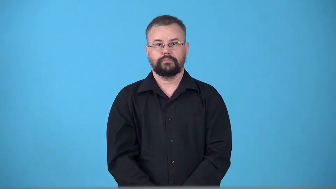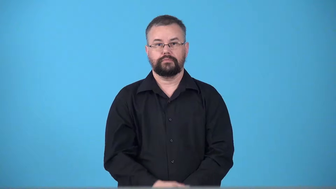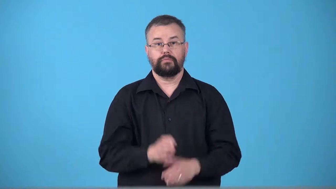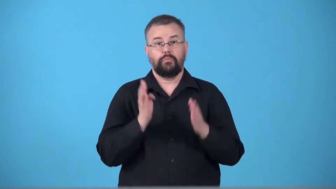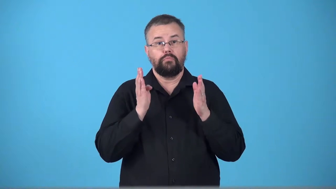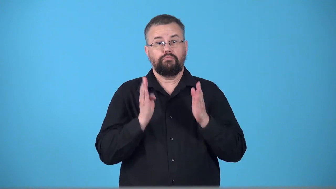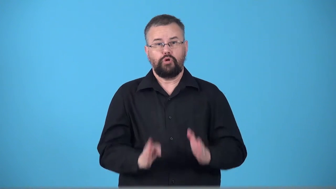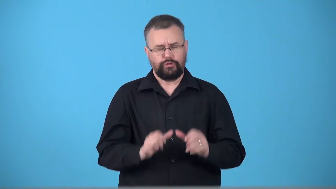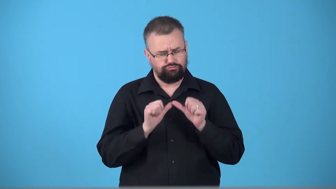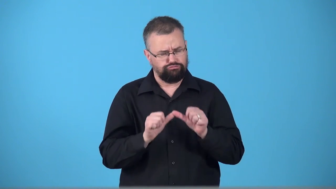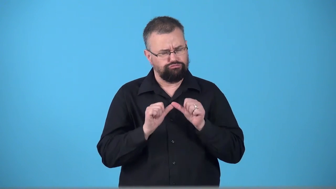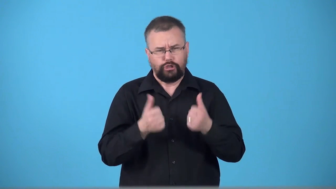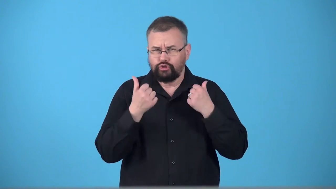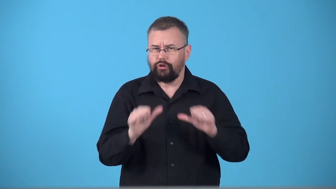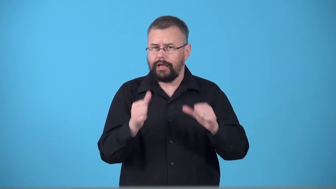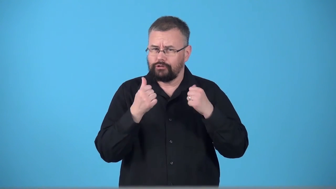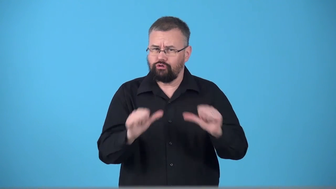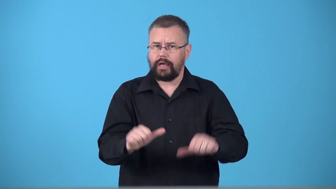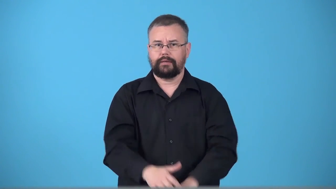trier-person who tries